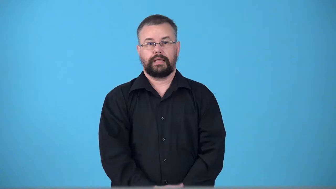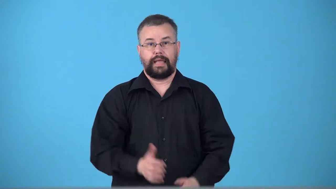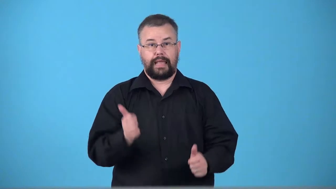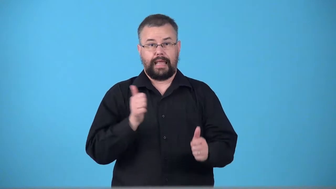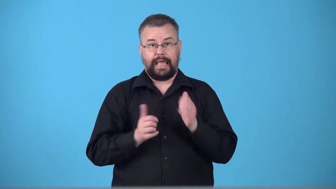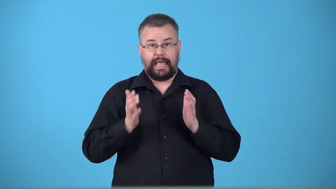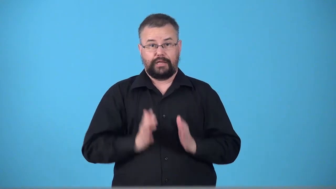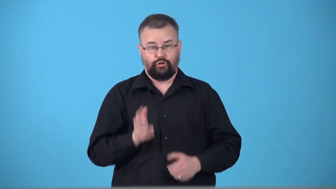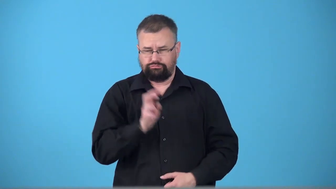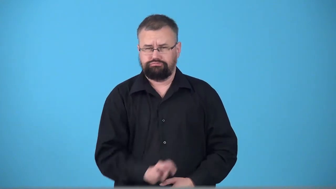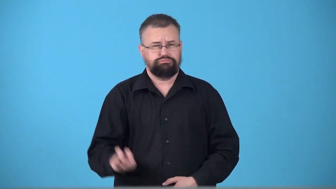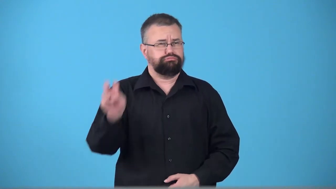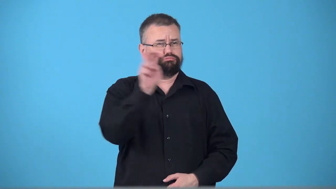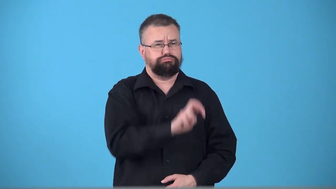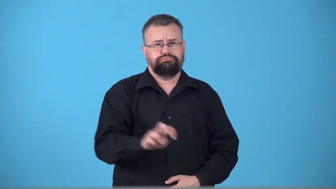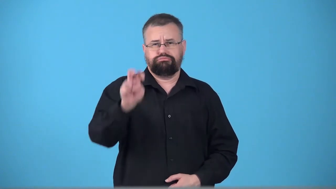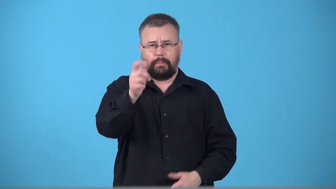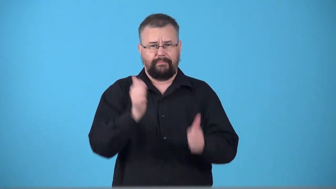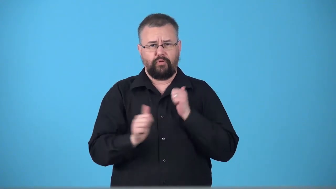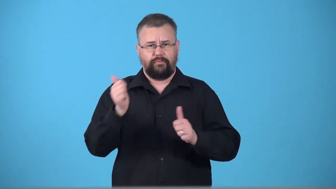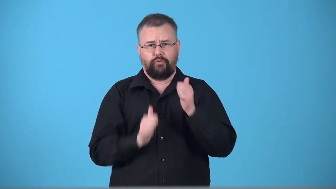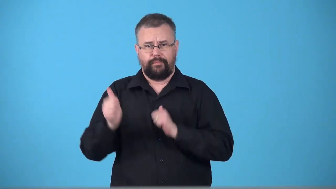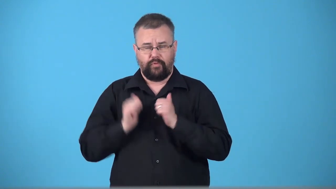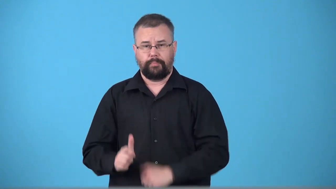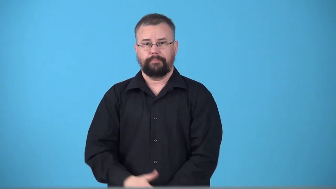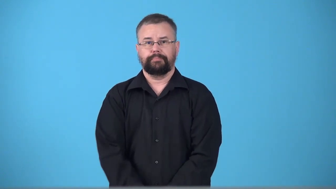trouper-actor who travels doing plays